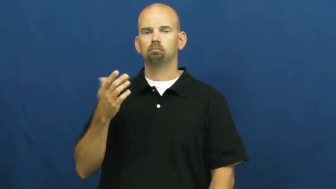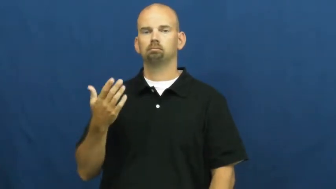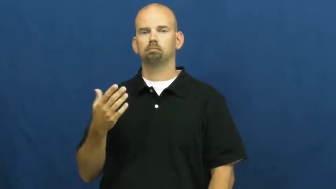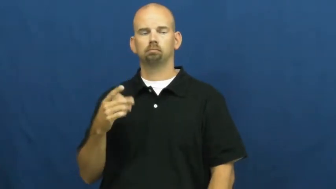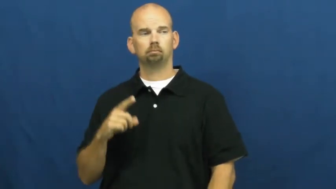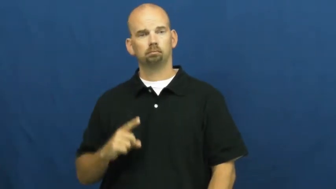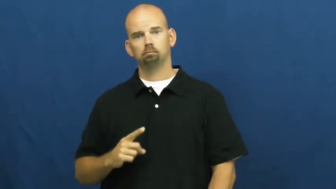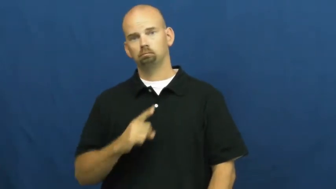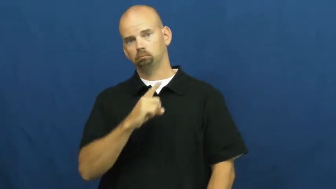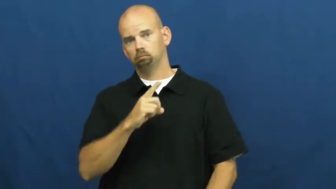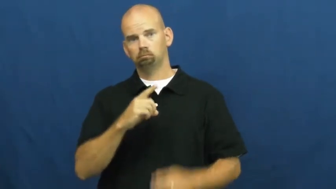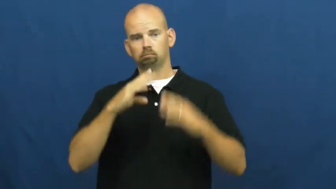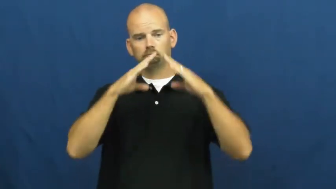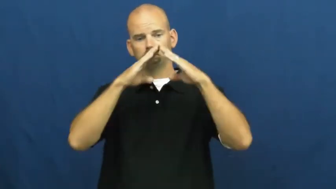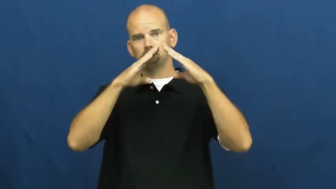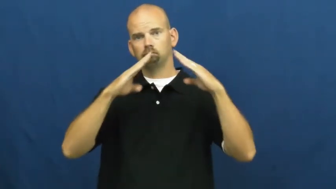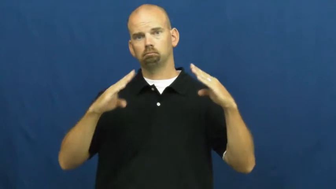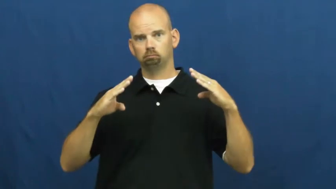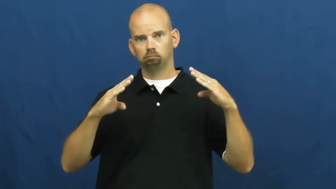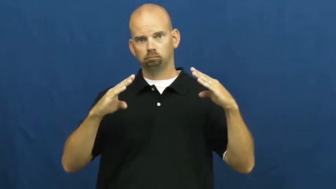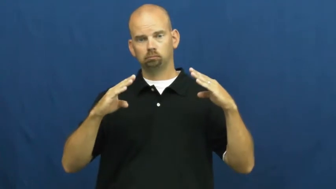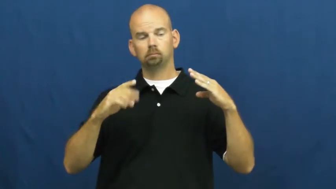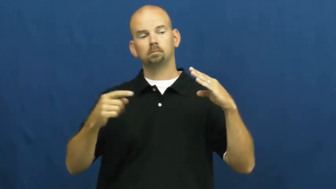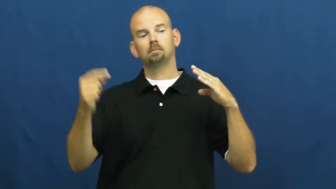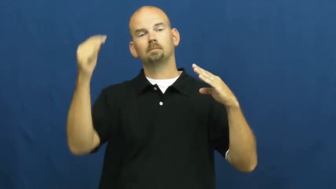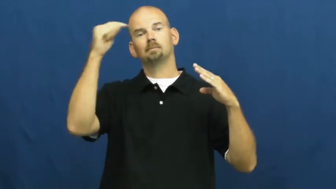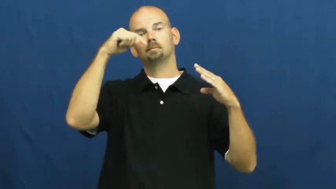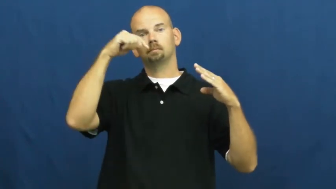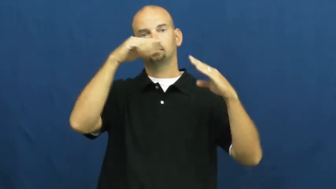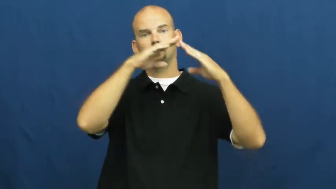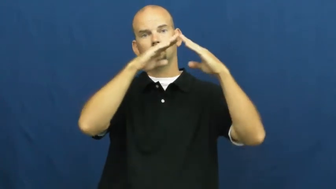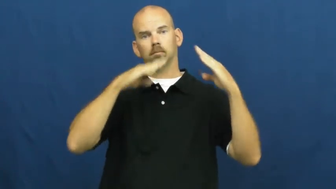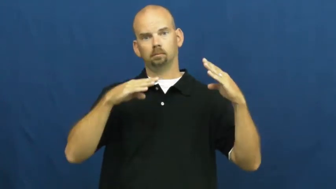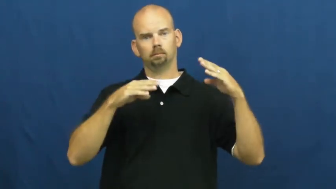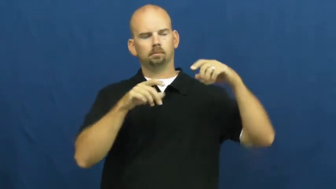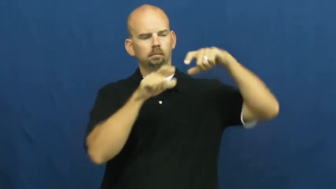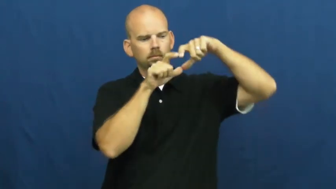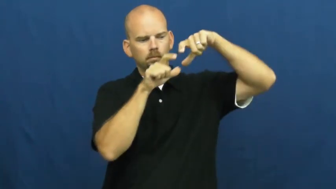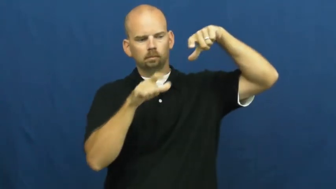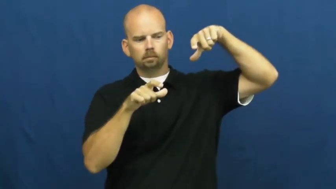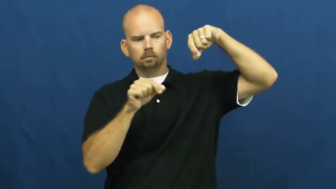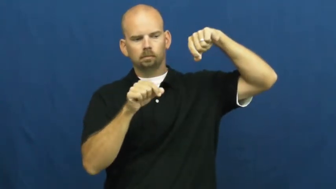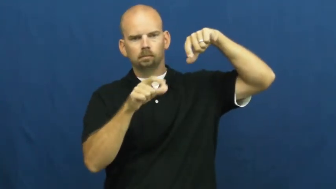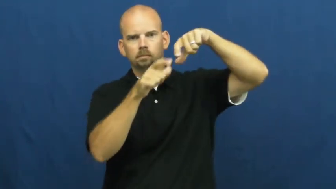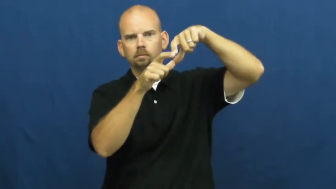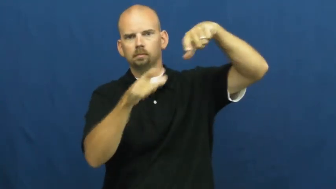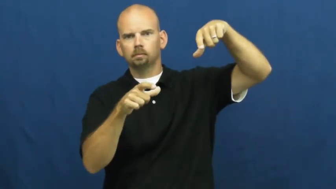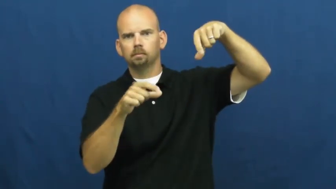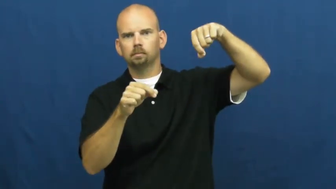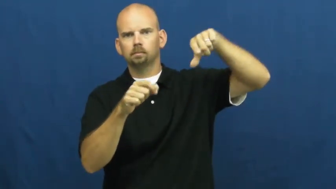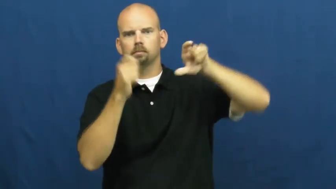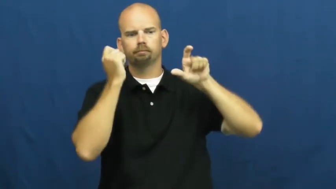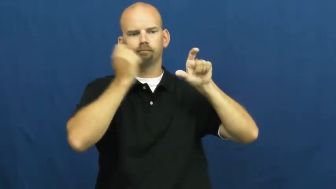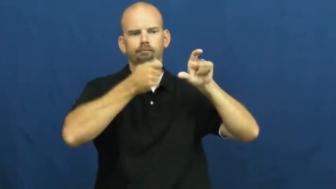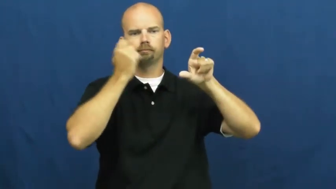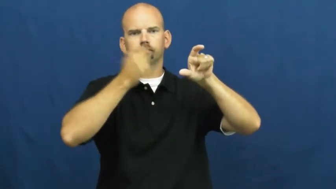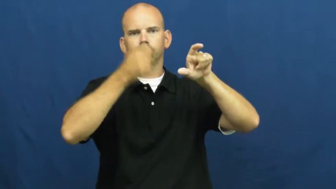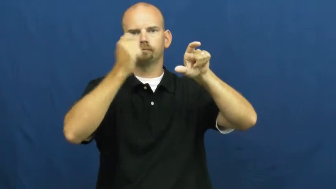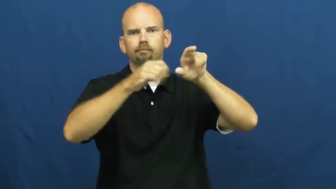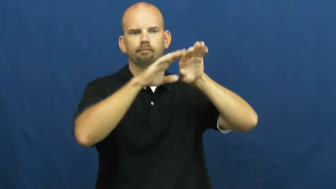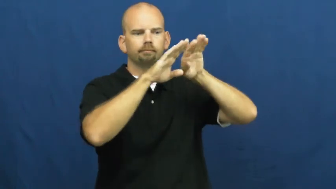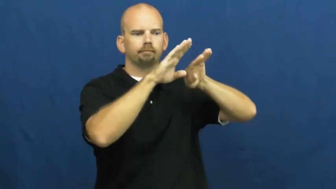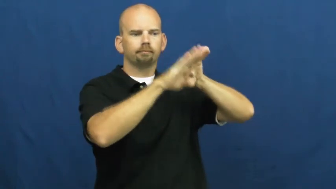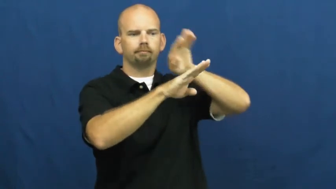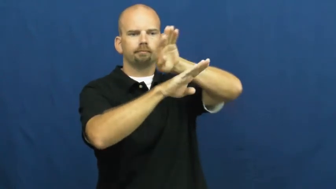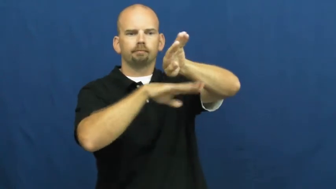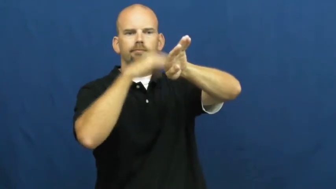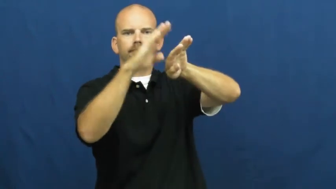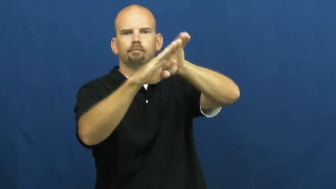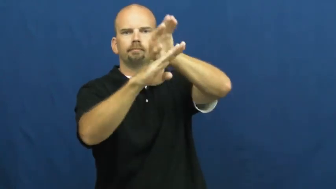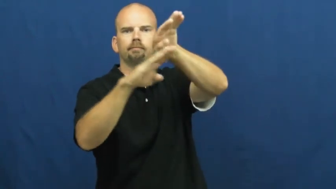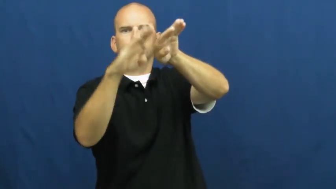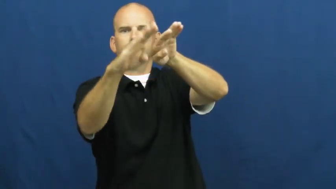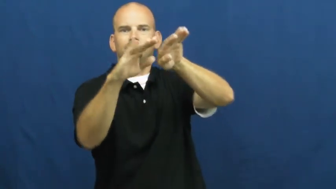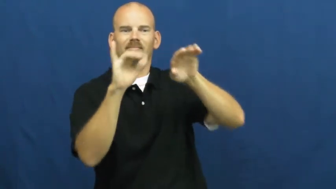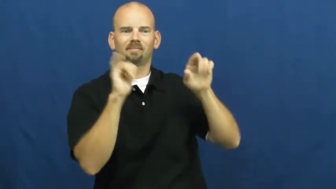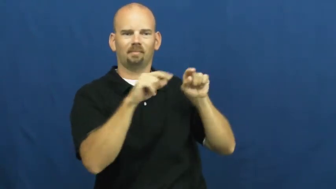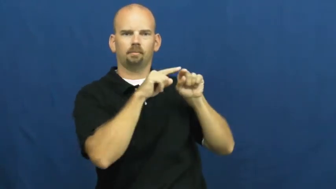shingle-roof